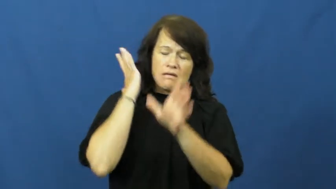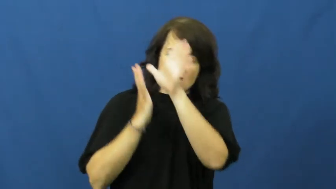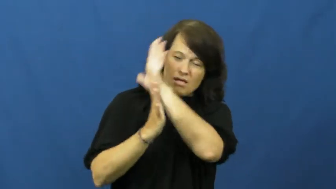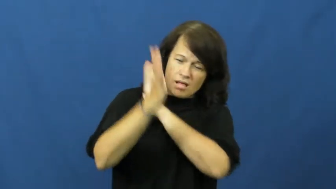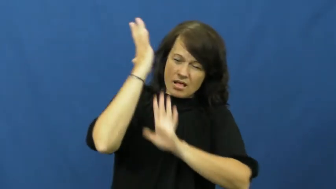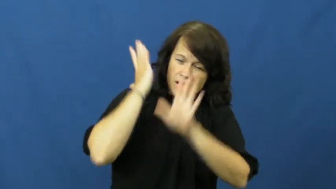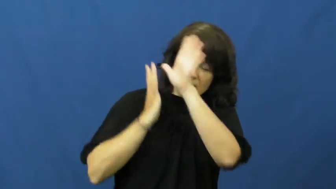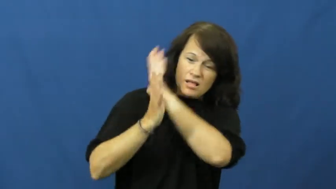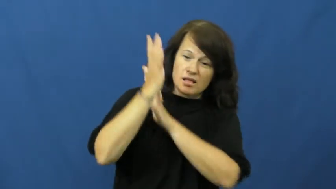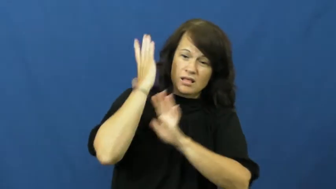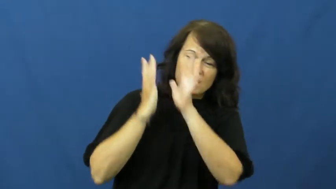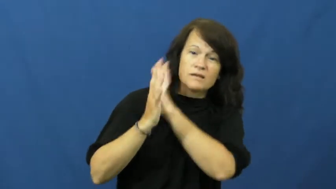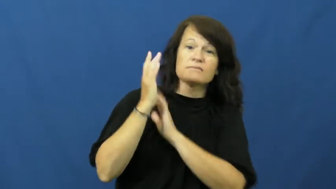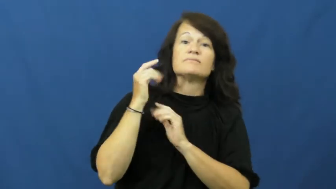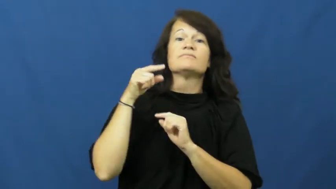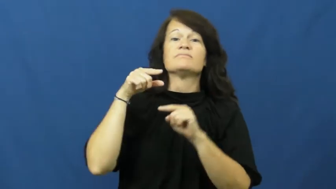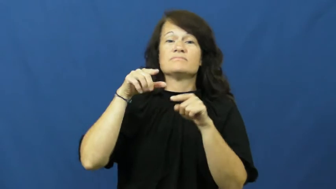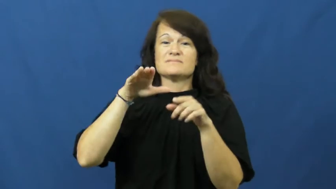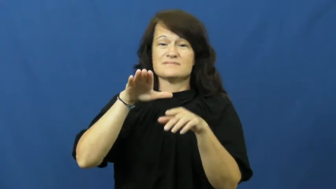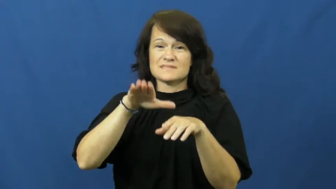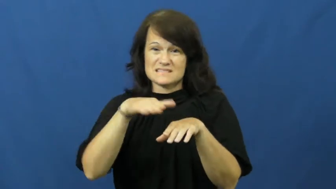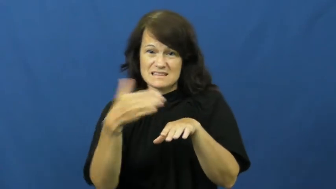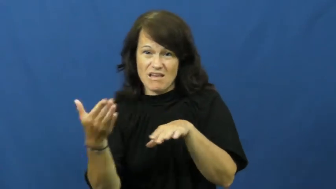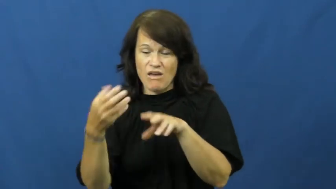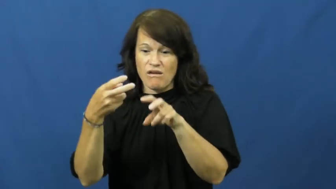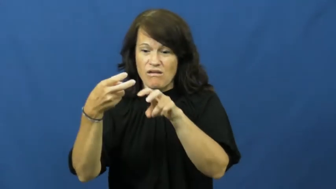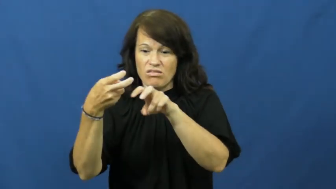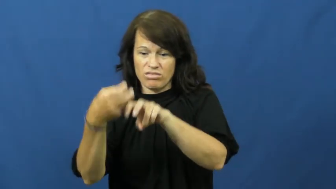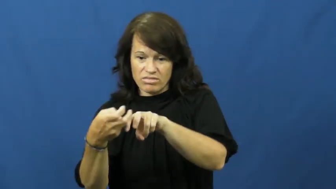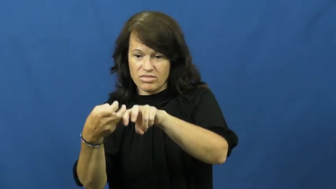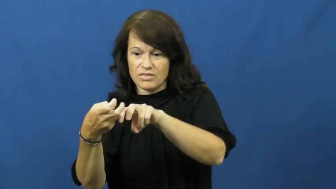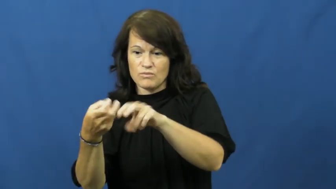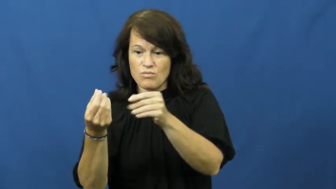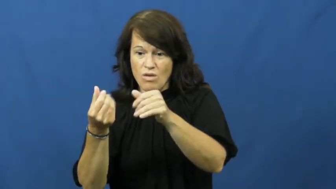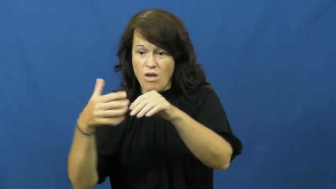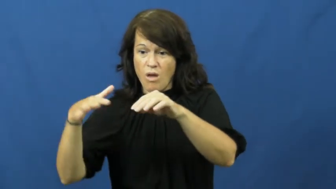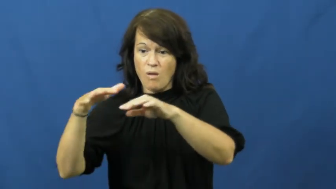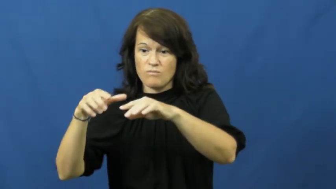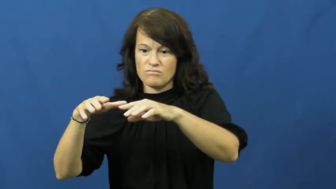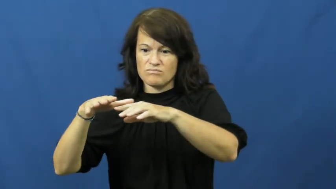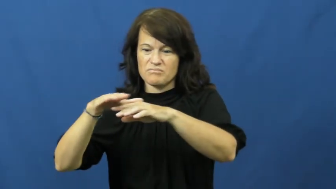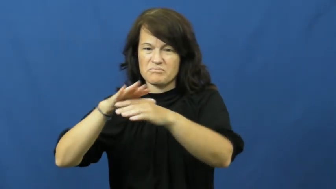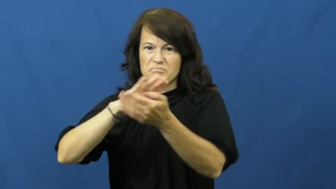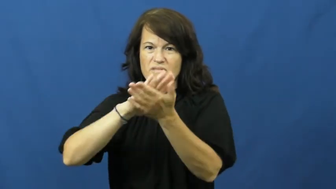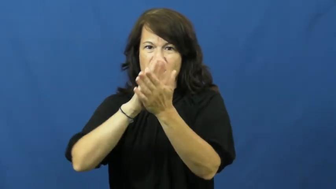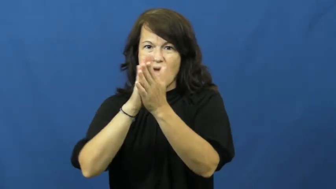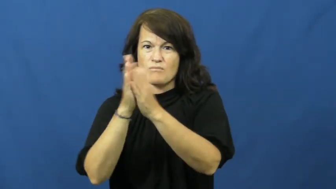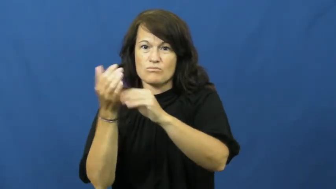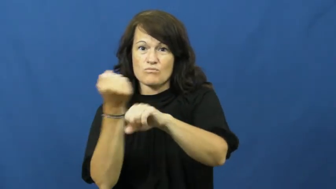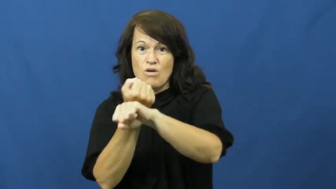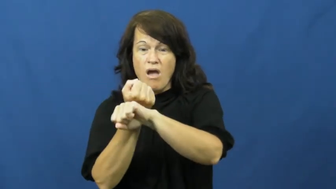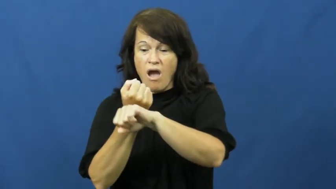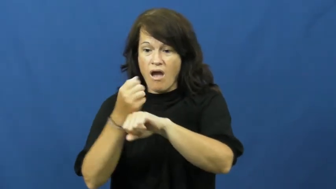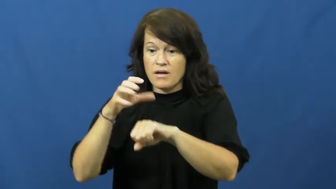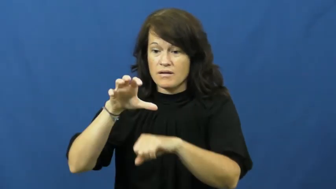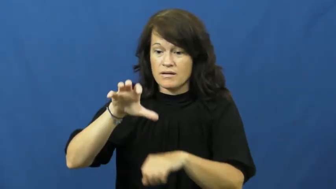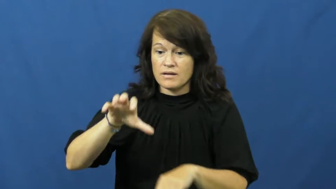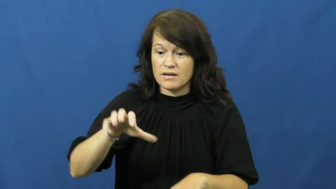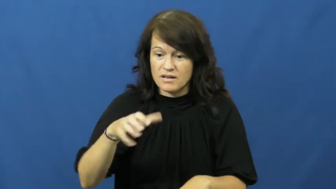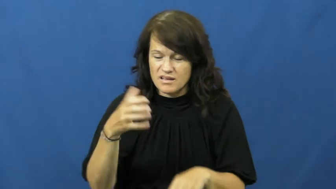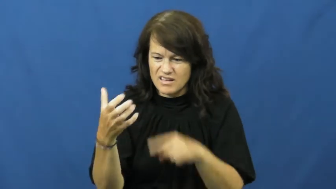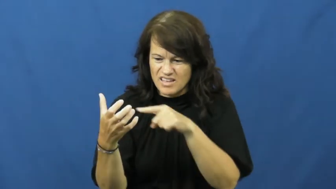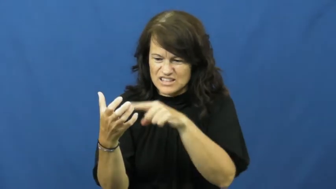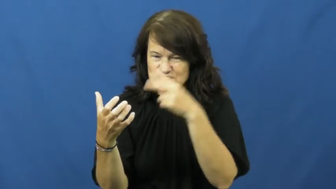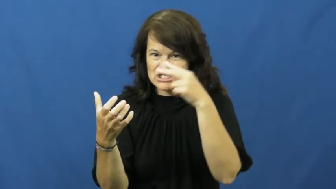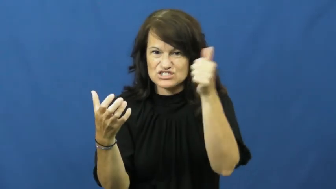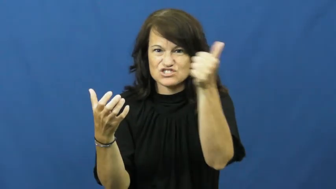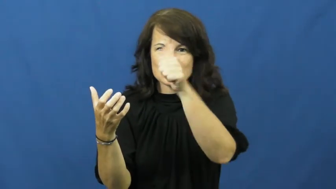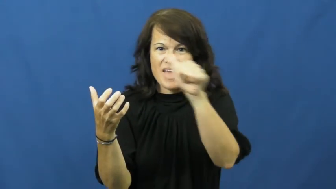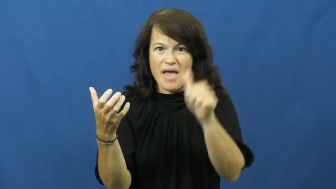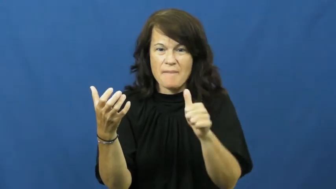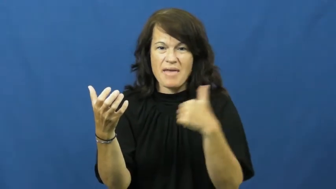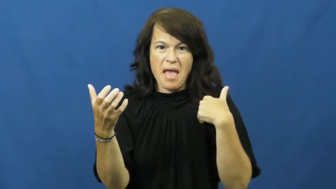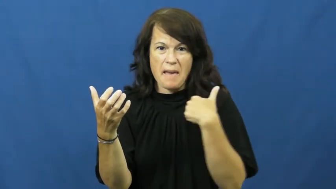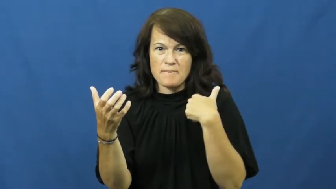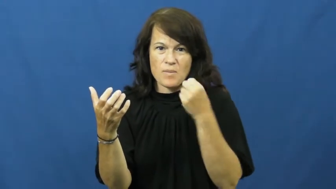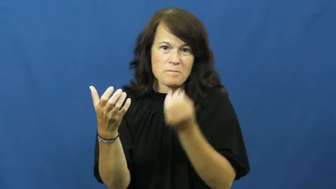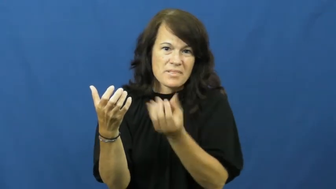fossil